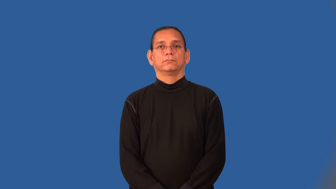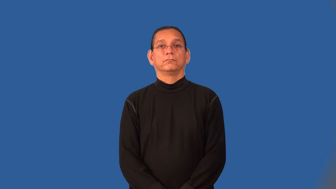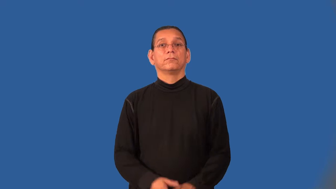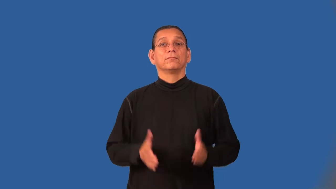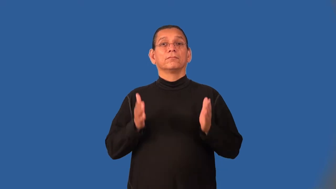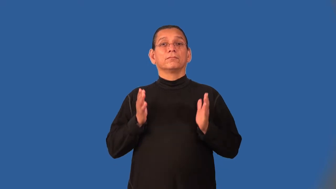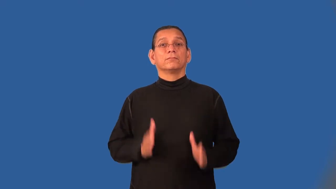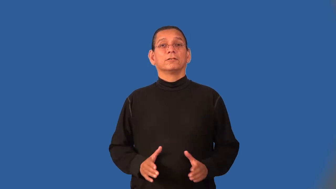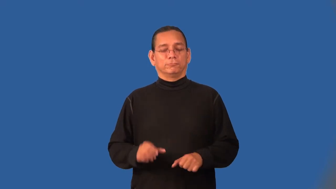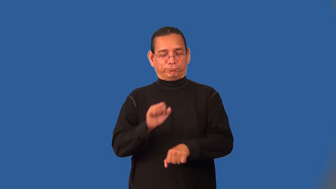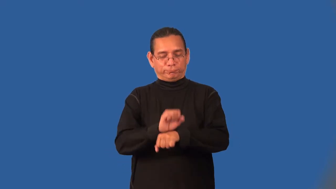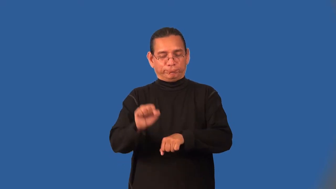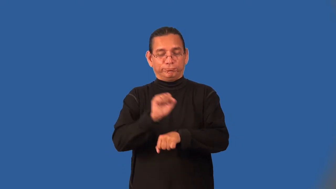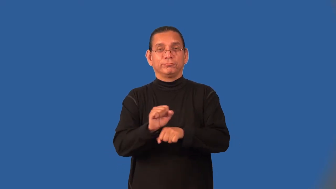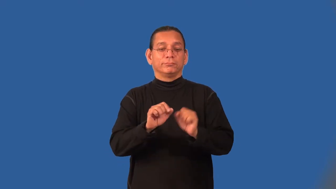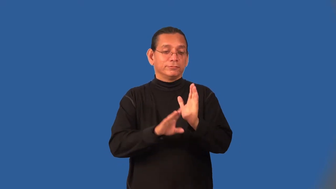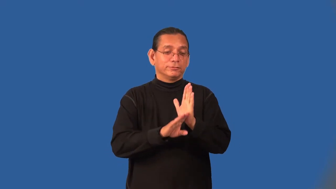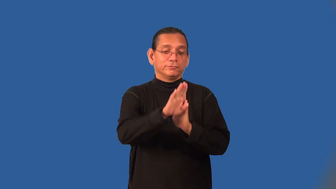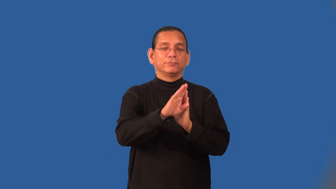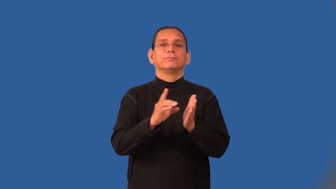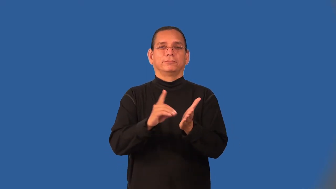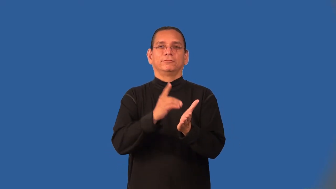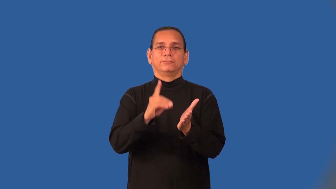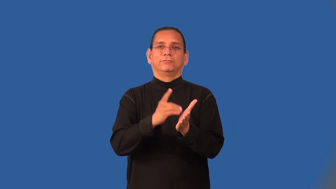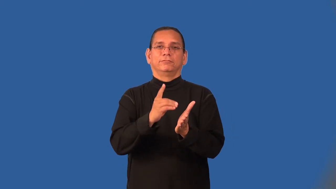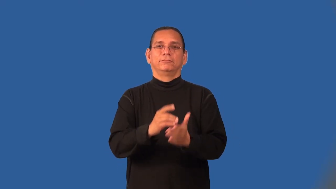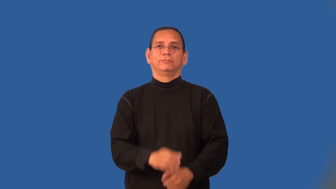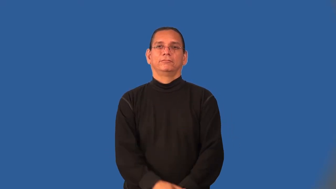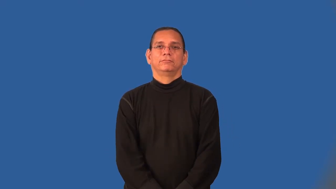lexicographer